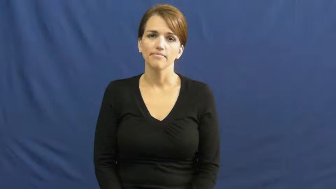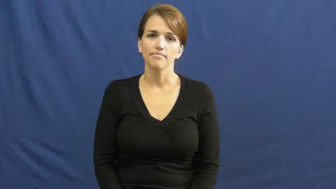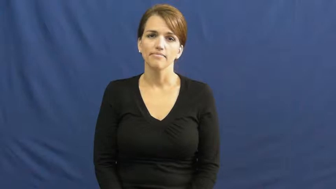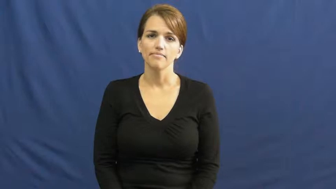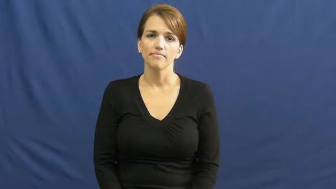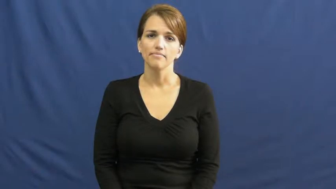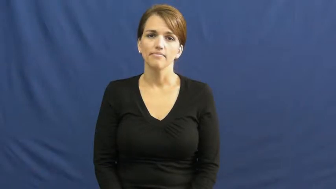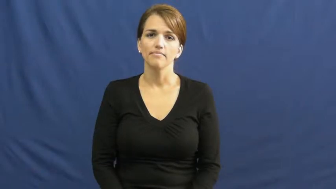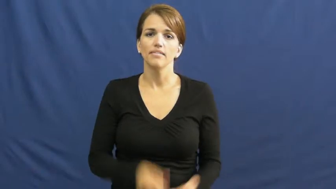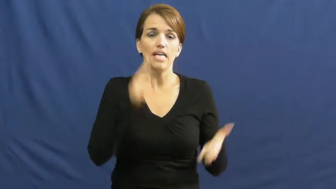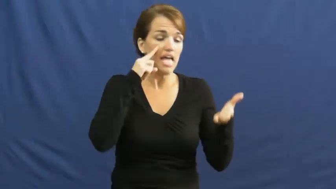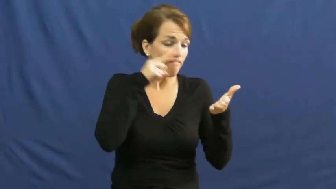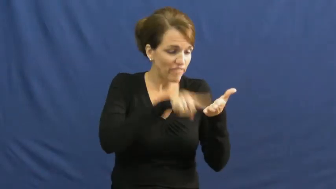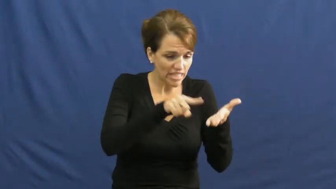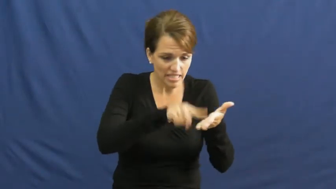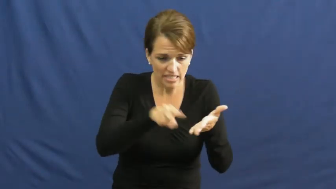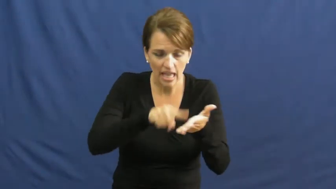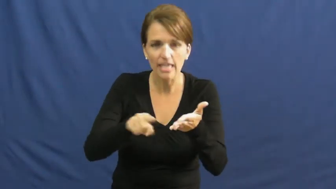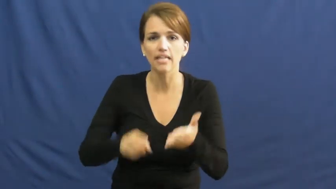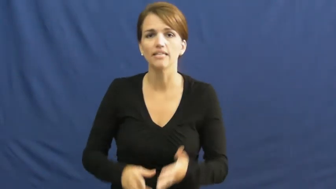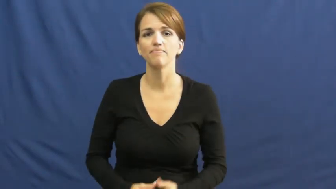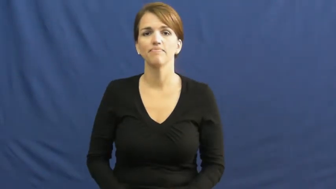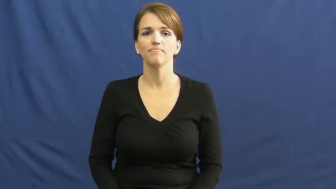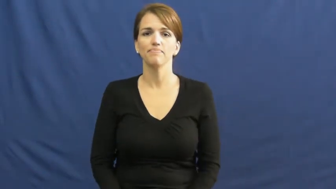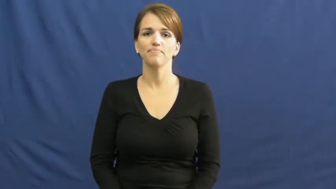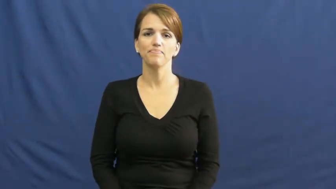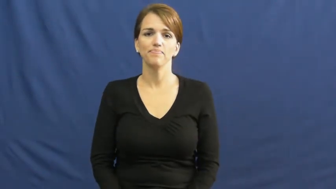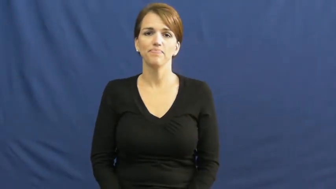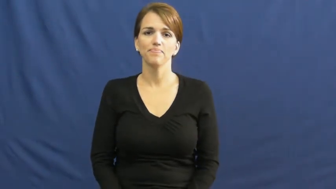investigate,check into,check on,dig into,look into,dig around,audit,dig